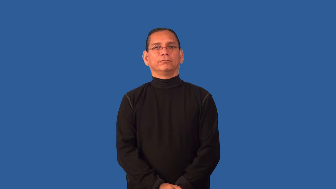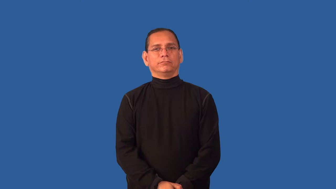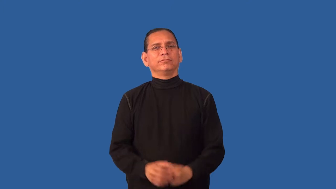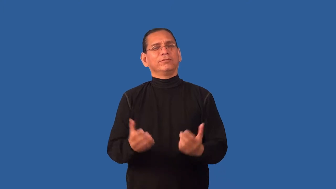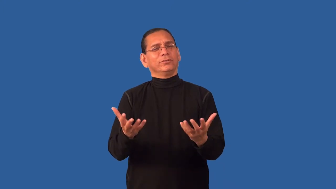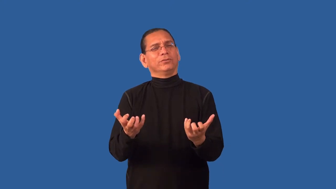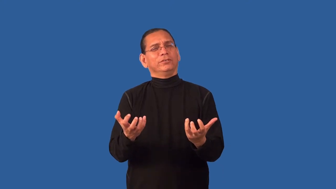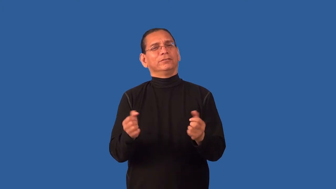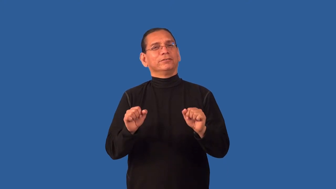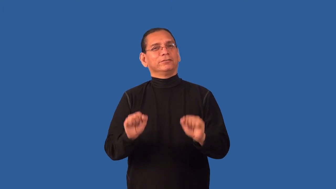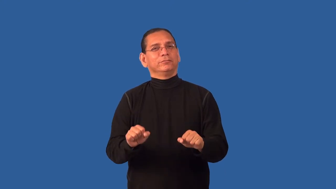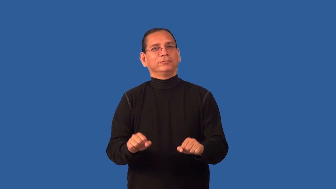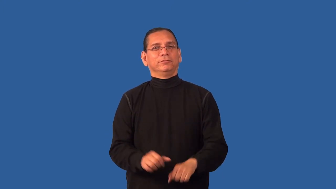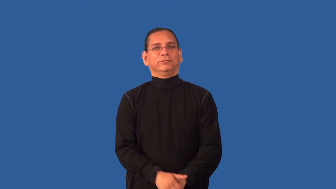desirable